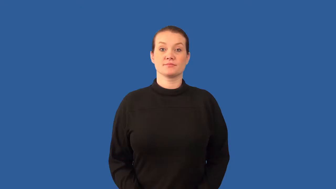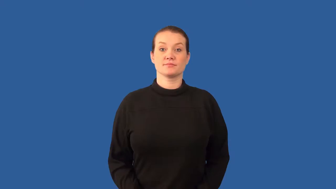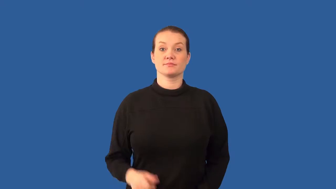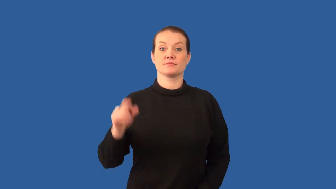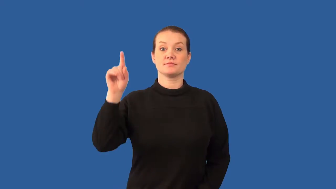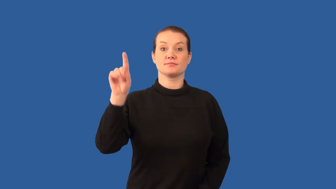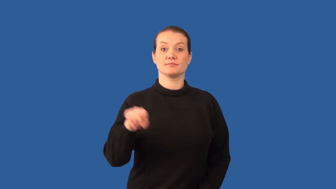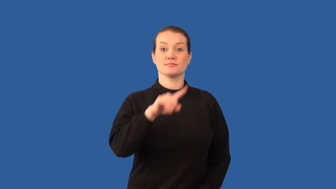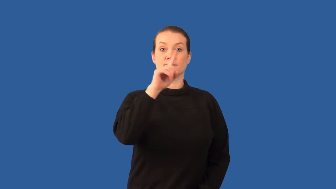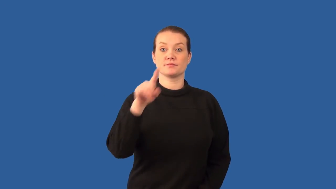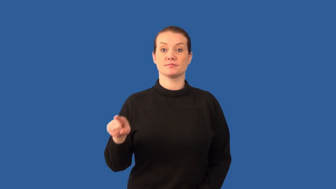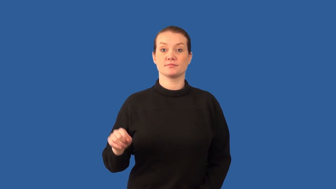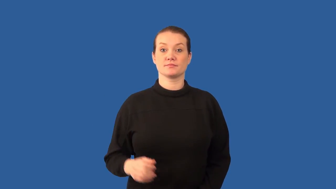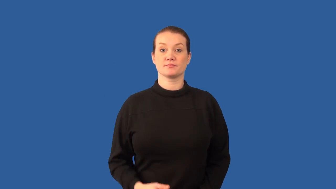alpha